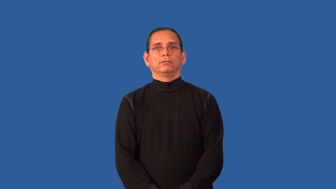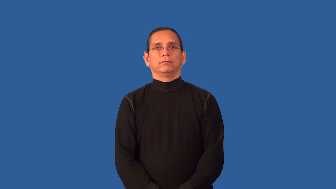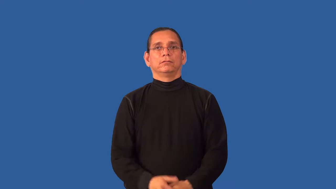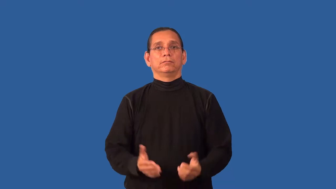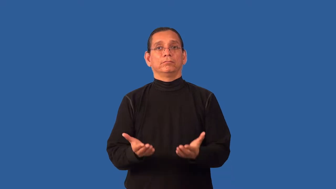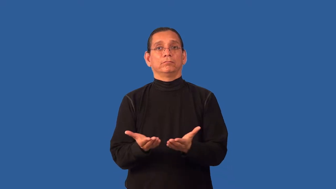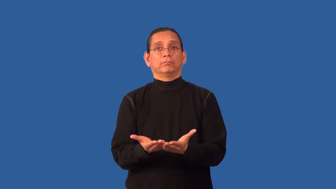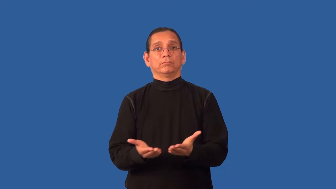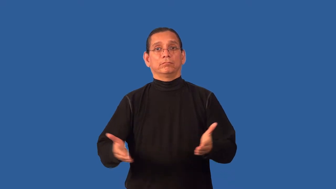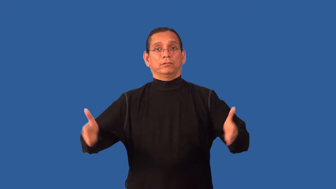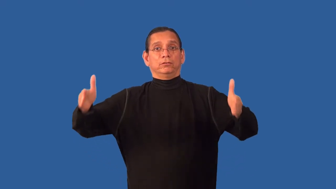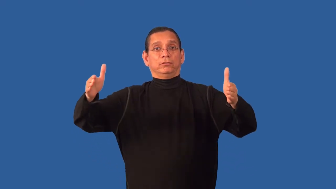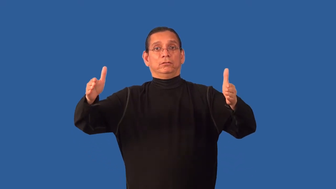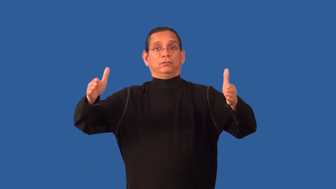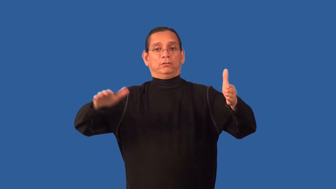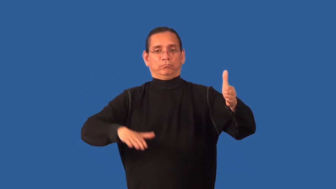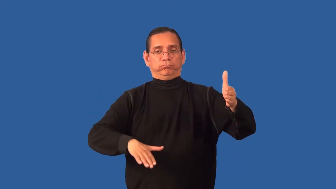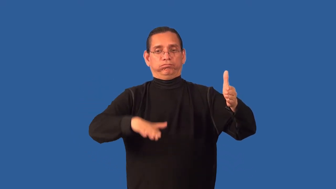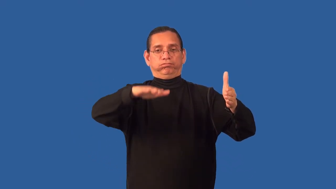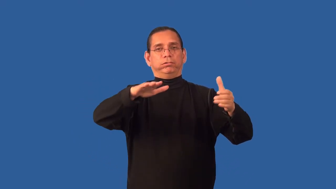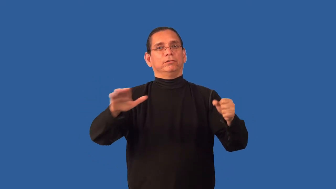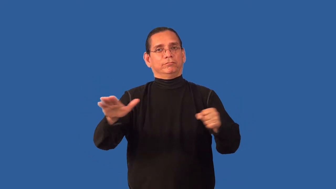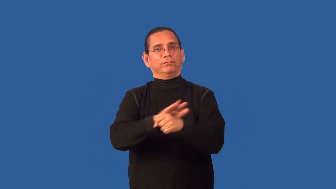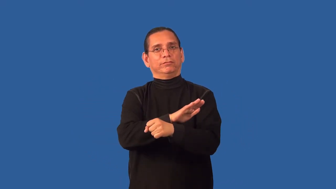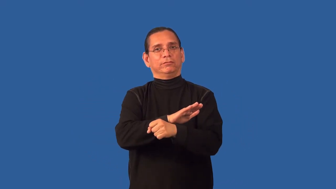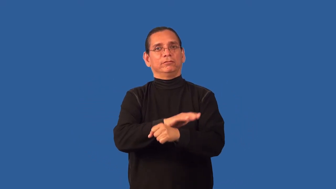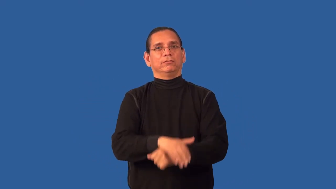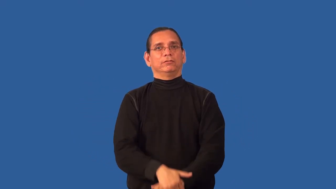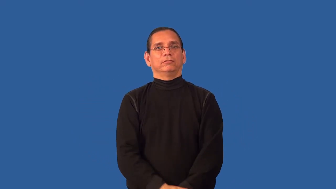barrelful